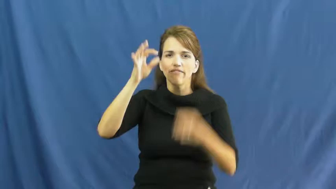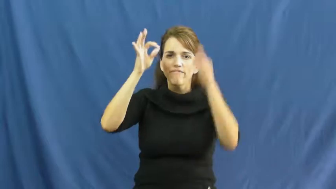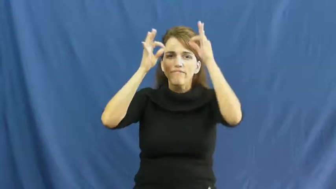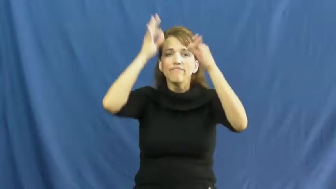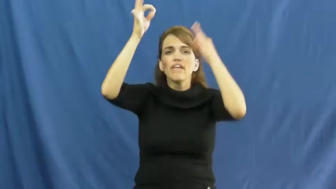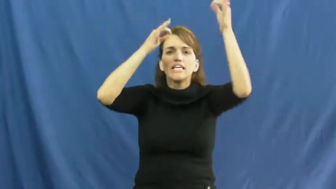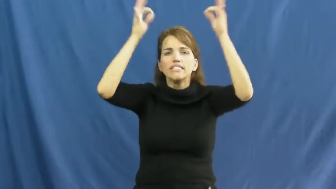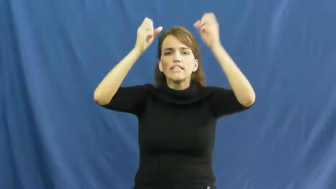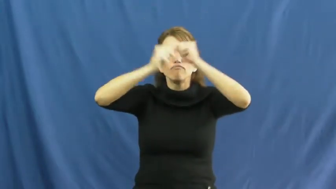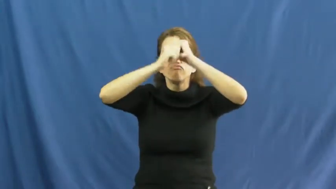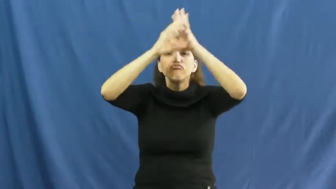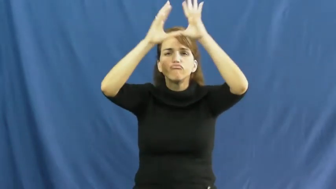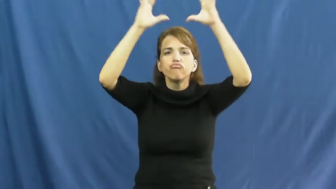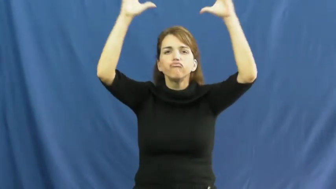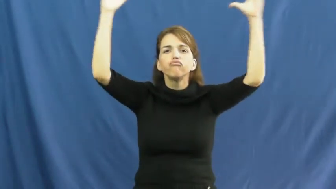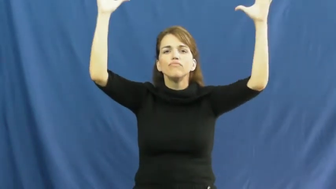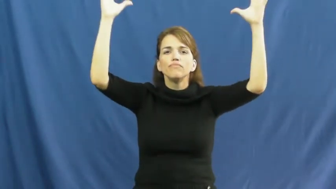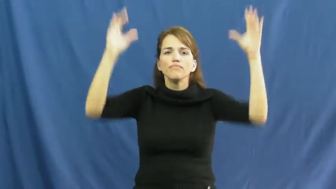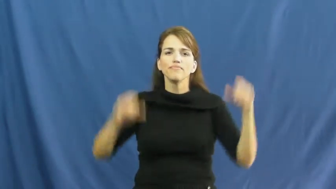fantasy,chimera,fictictious